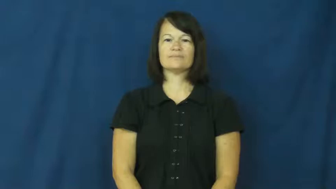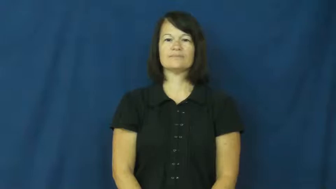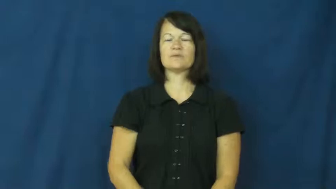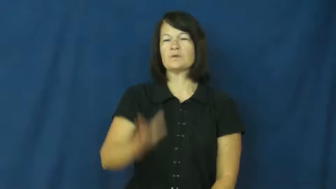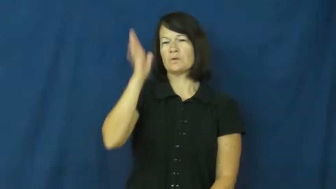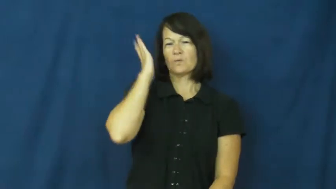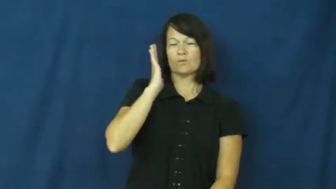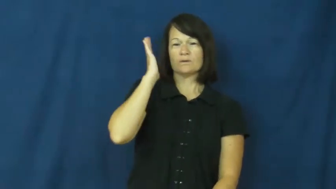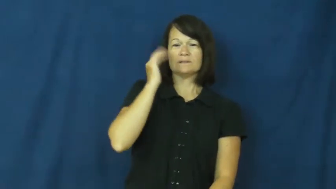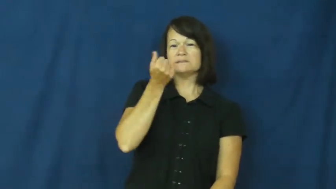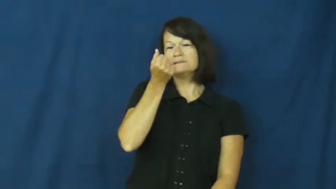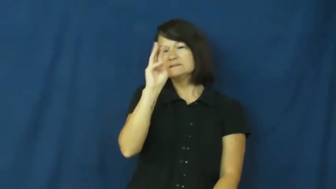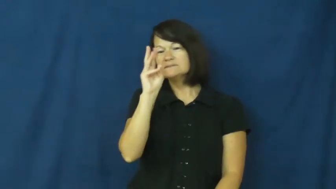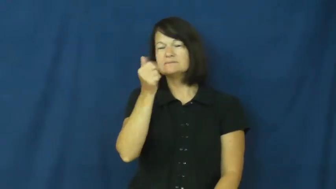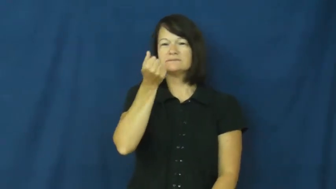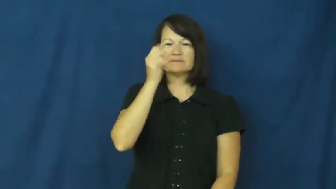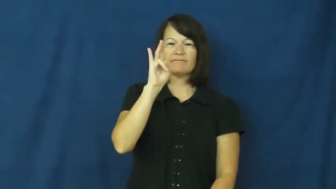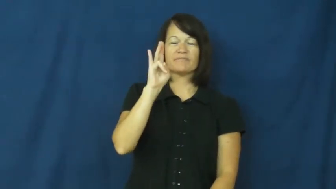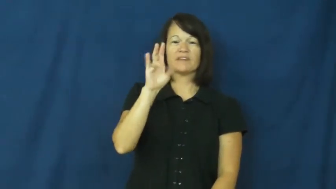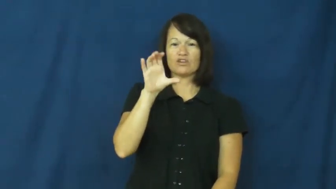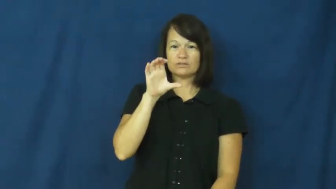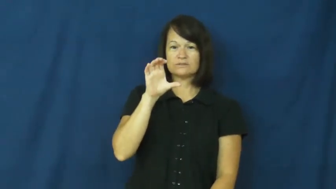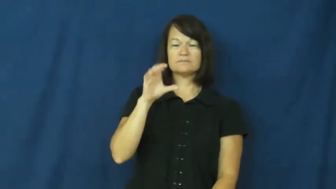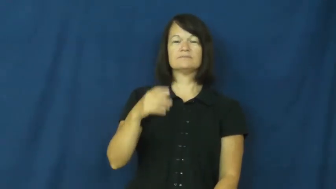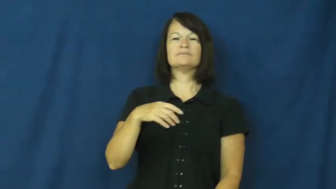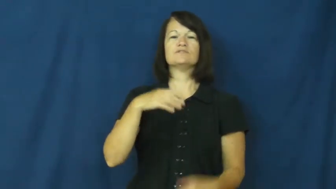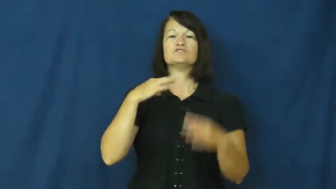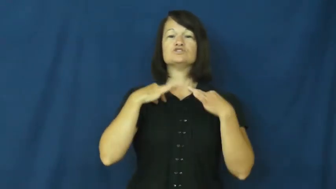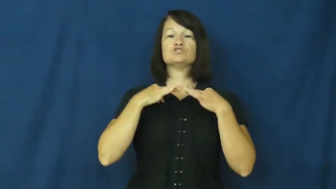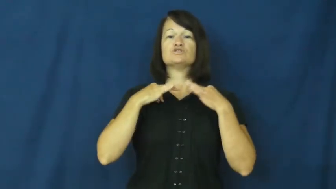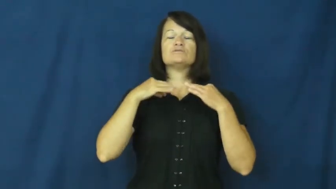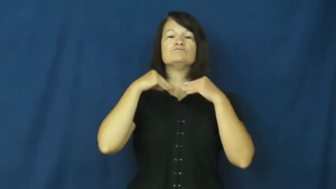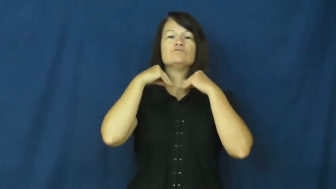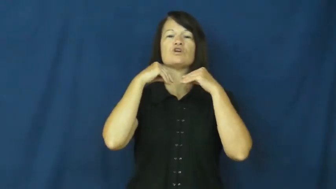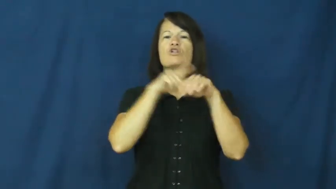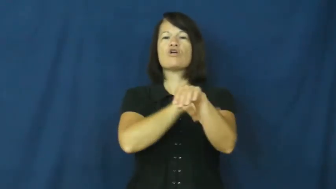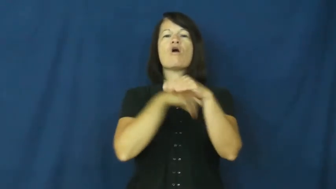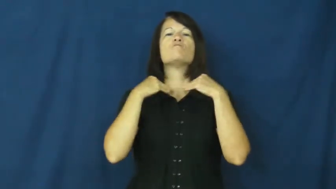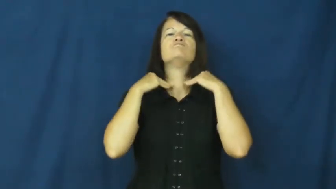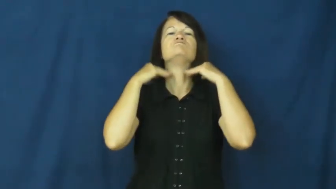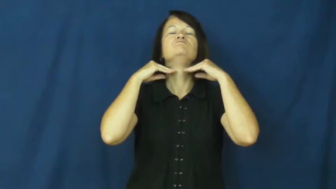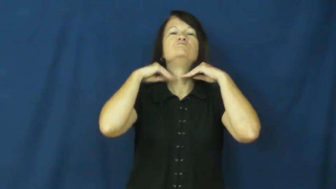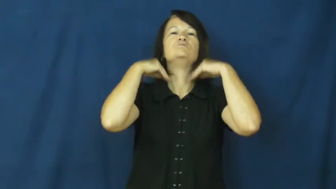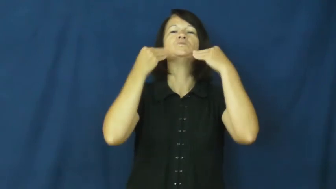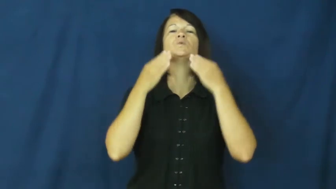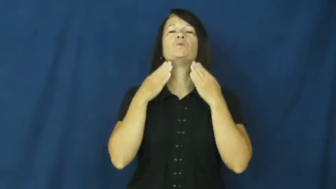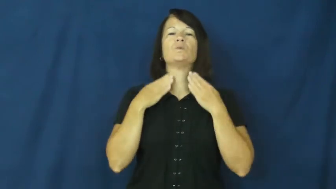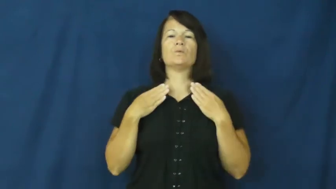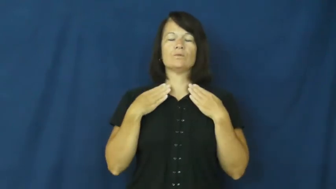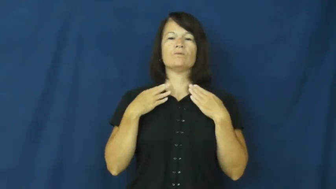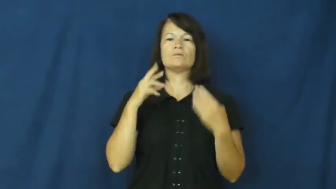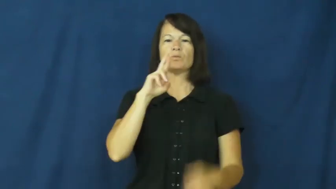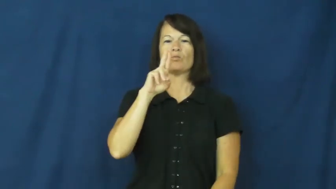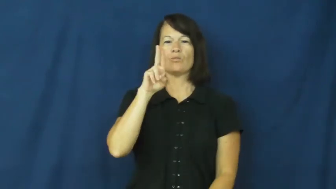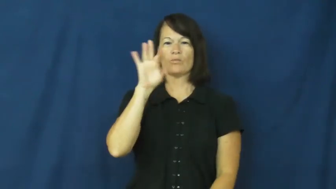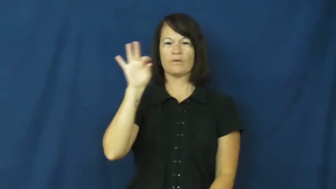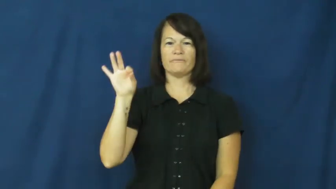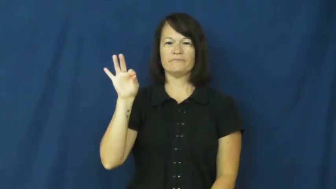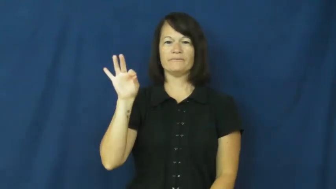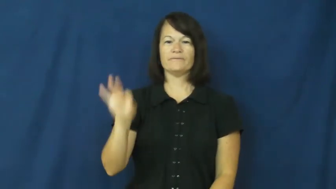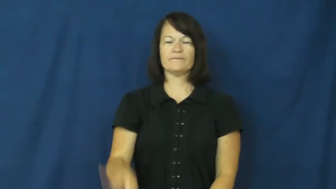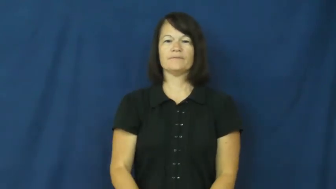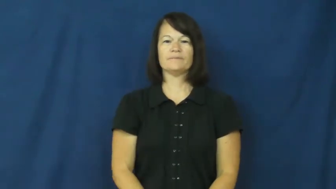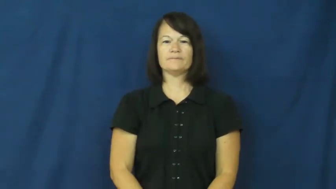ruff-collar